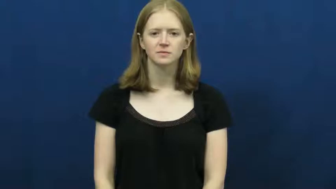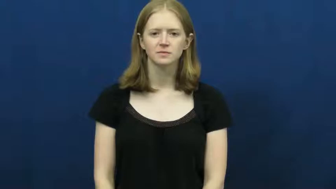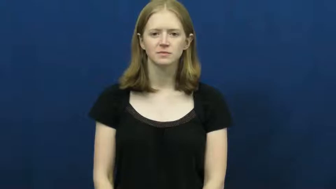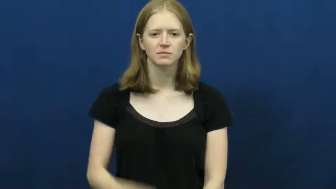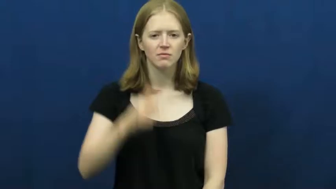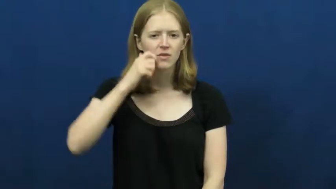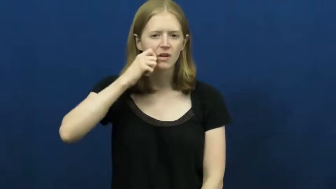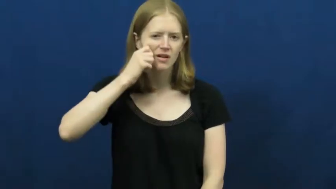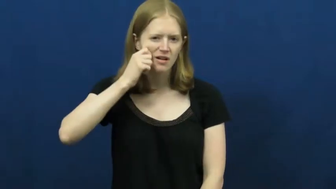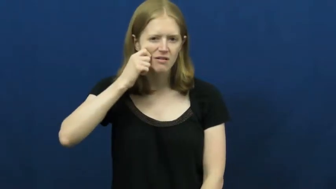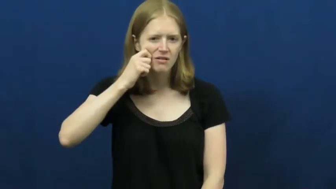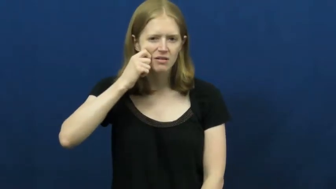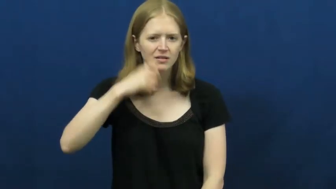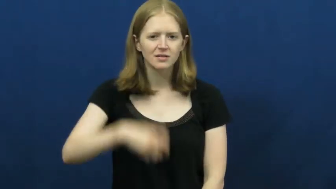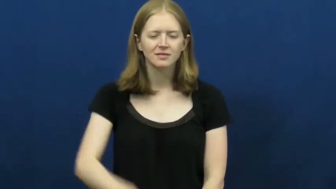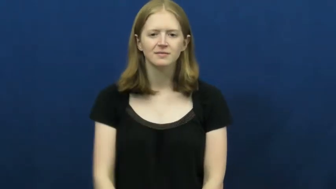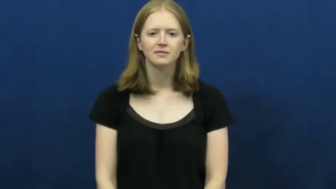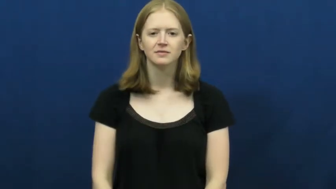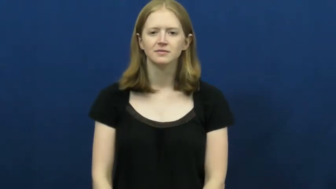ugly-behavior